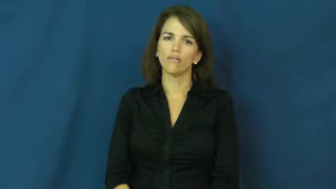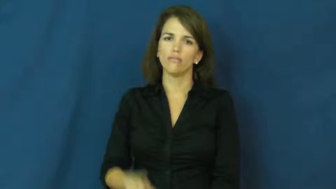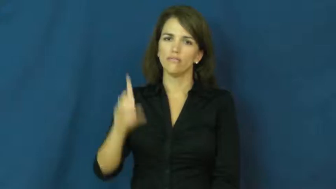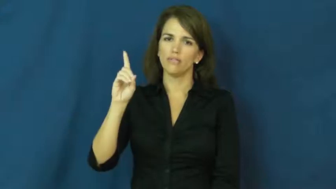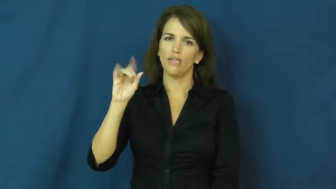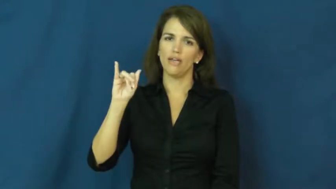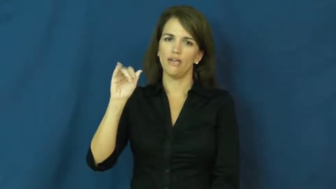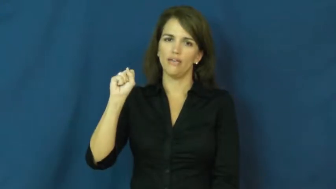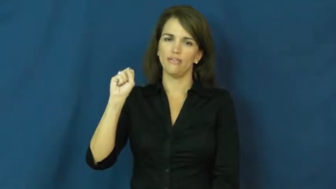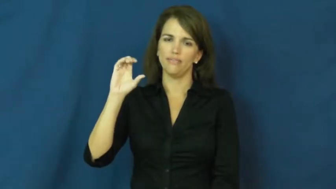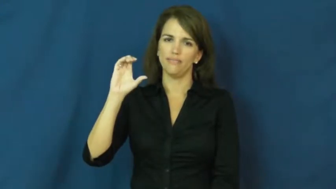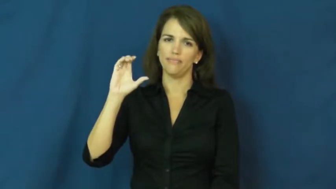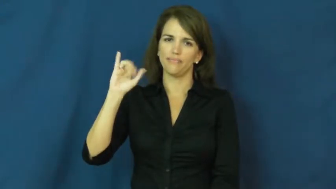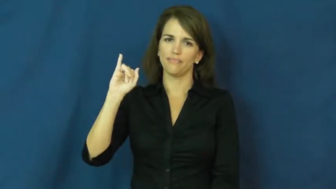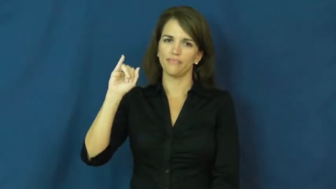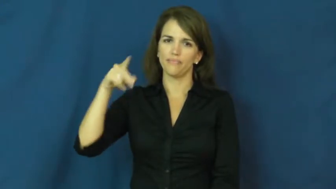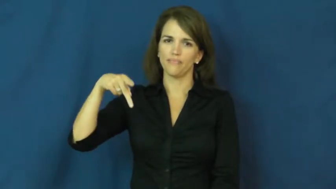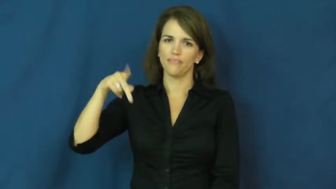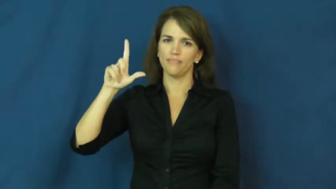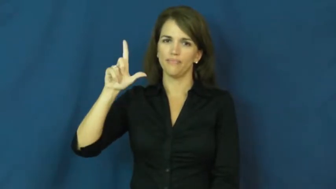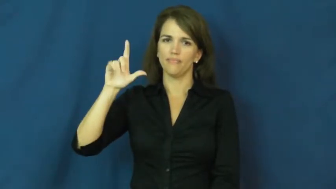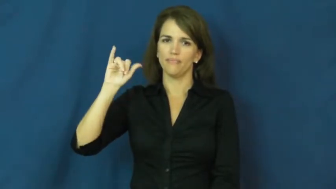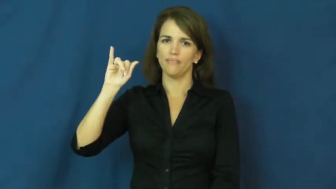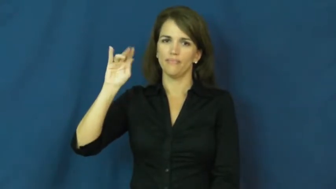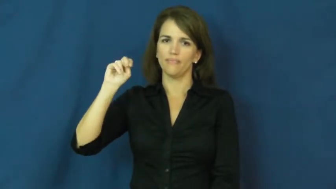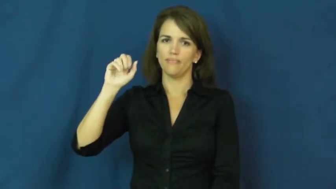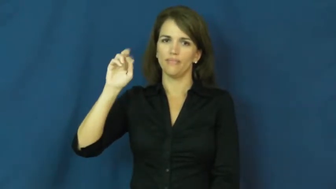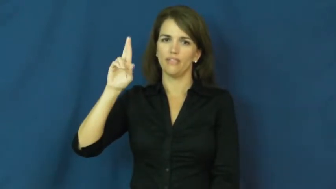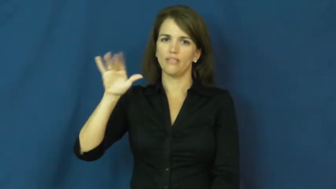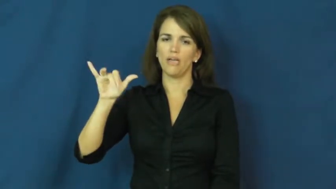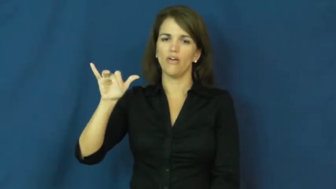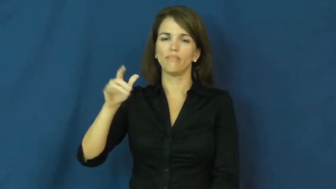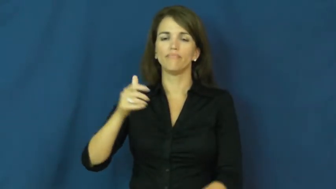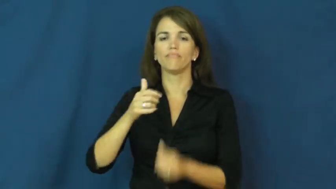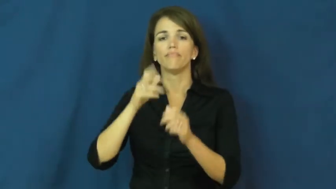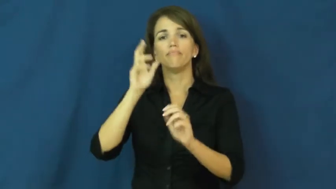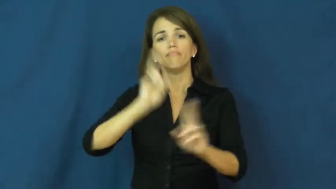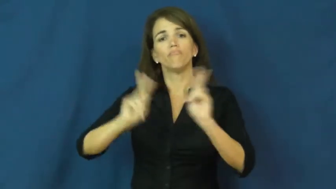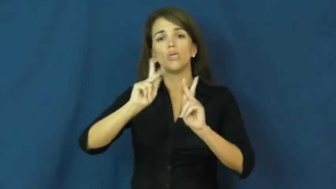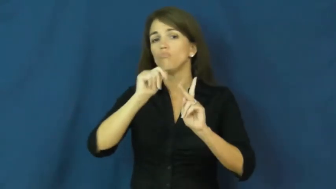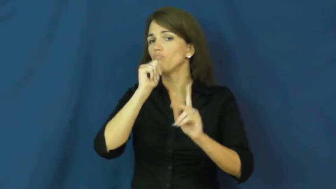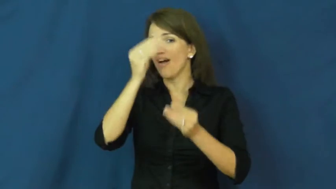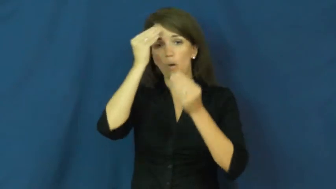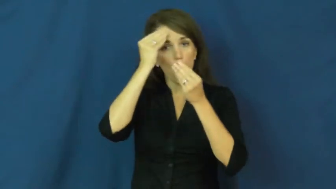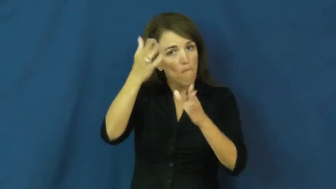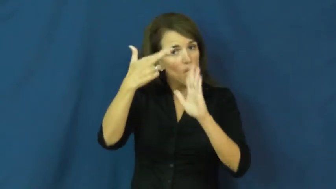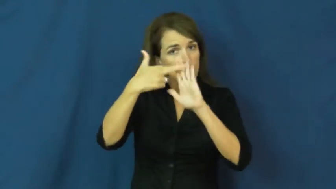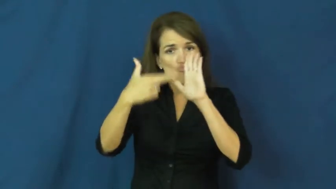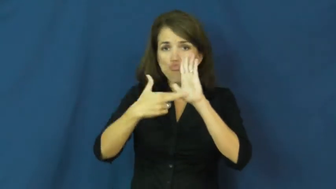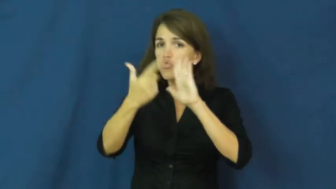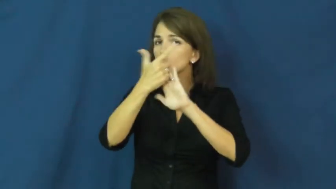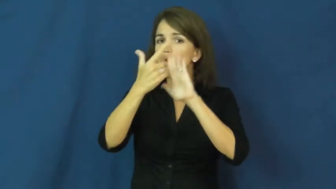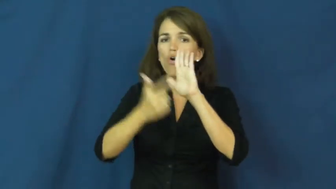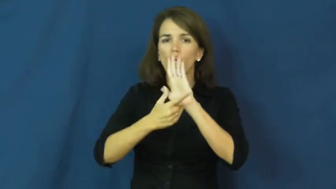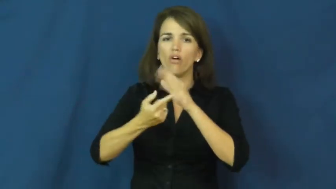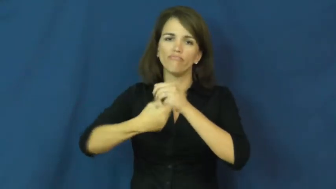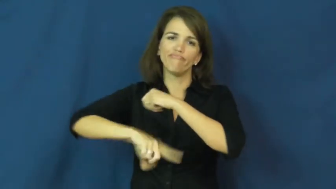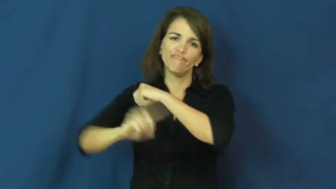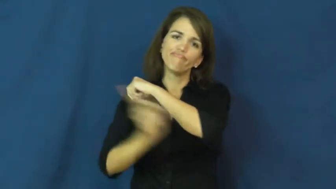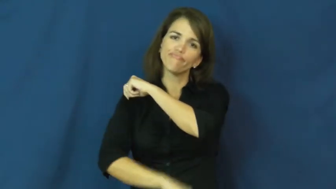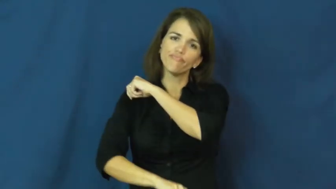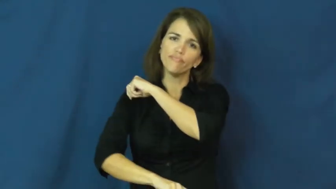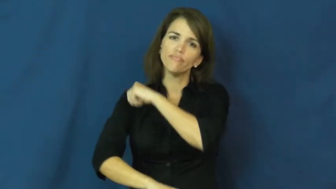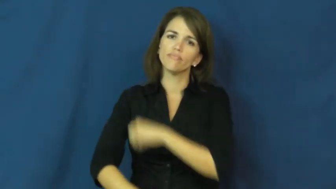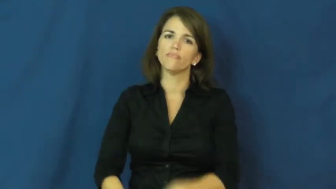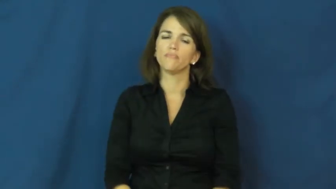discipline-behavior